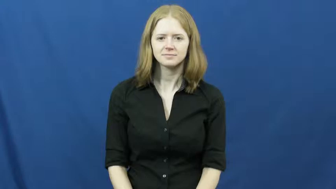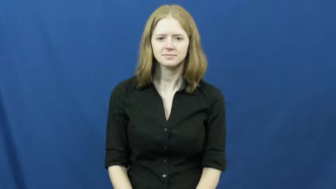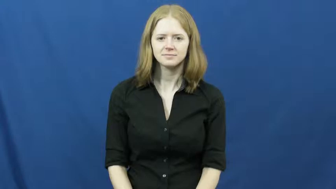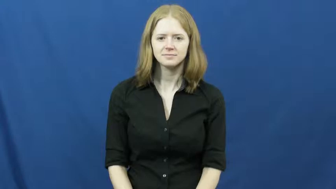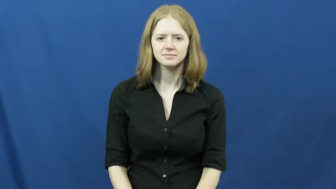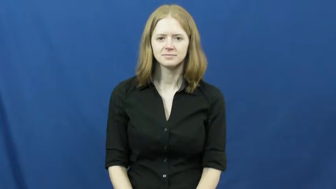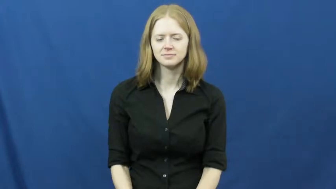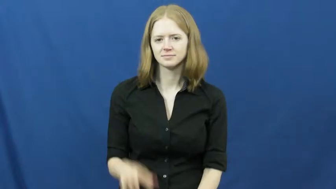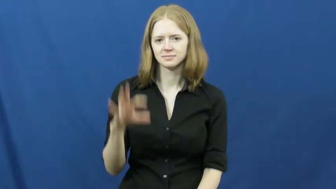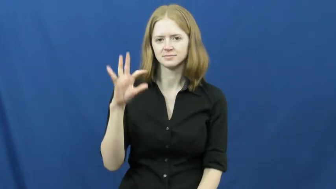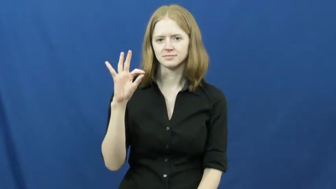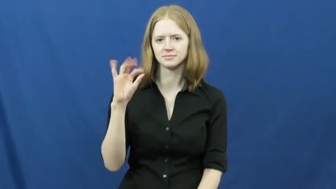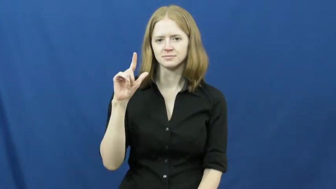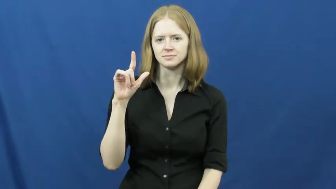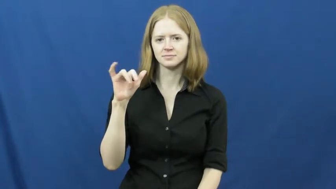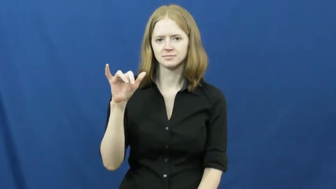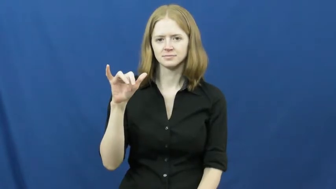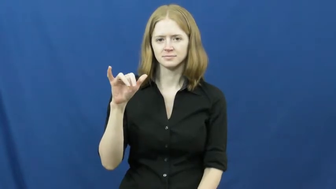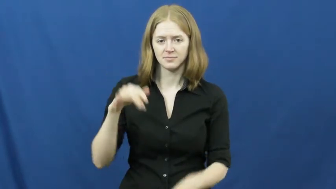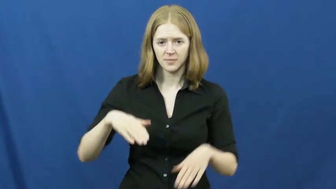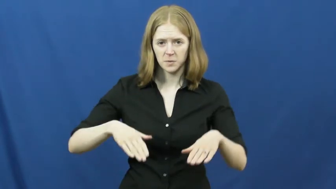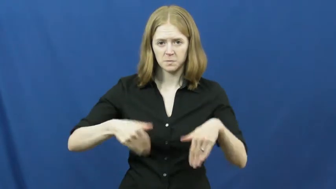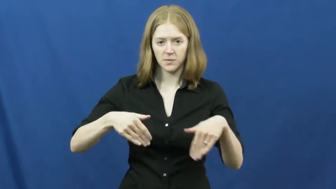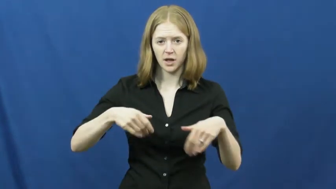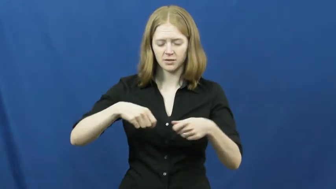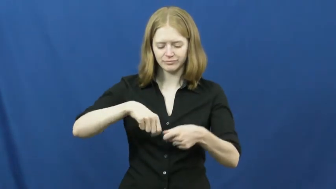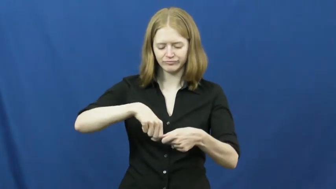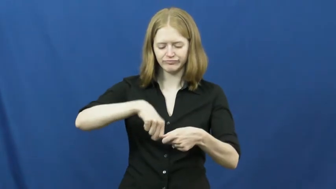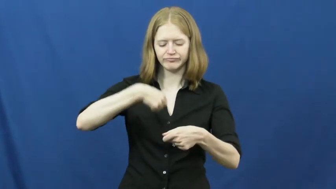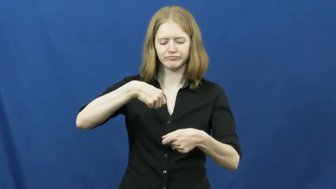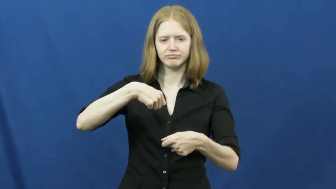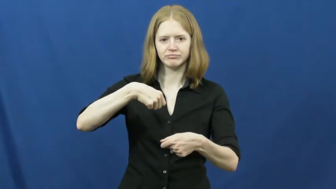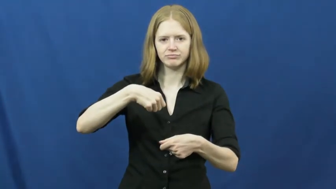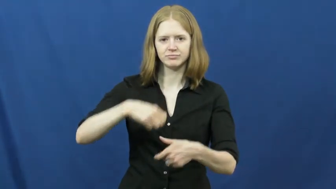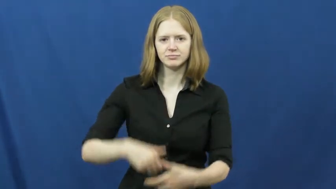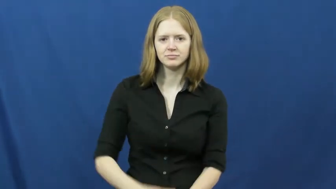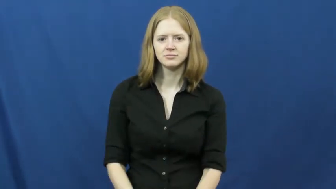fly-zipper